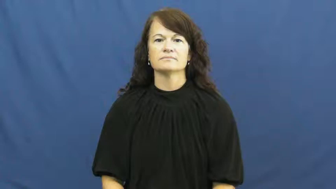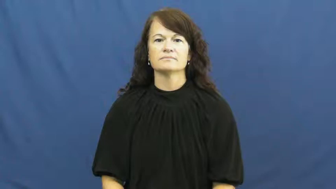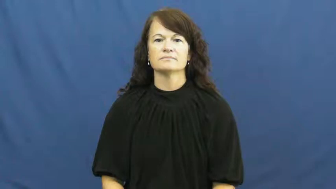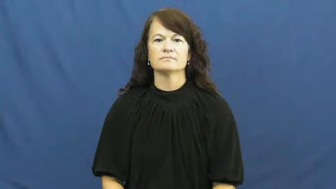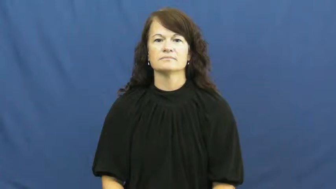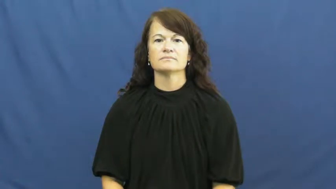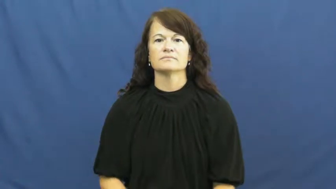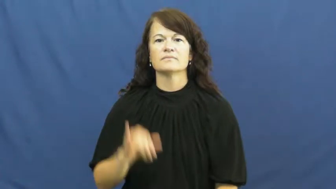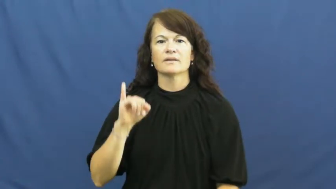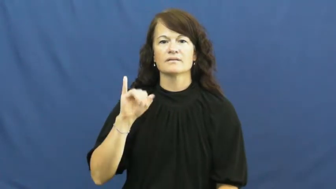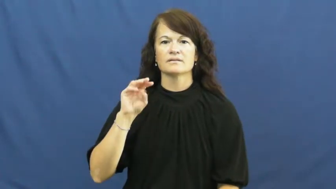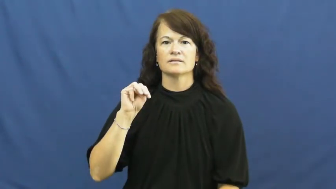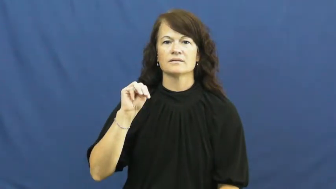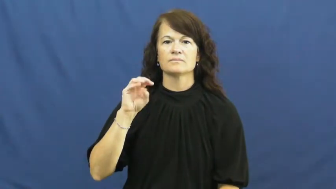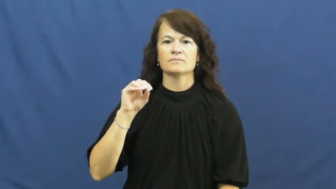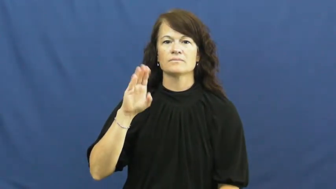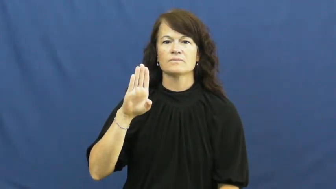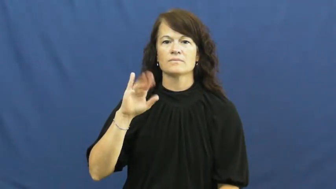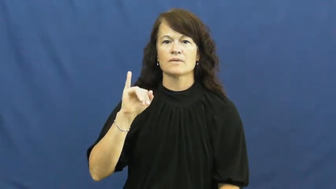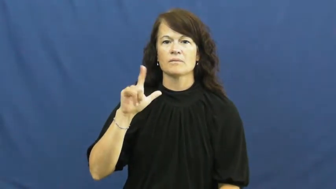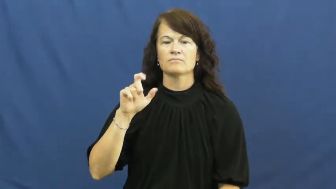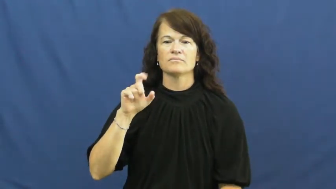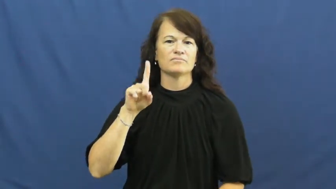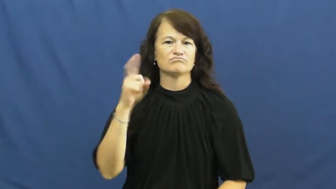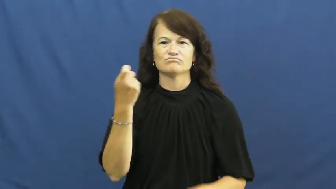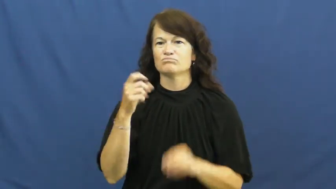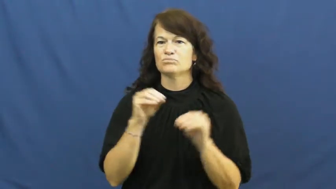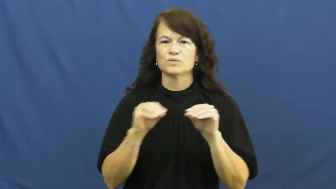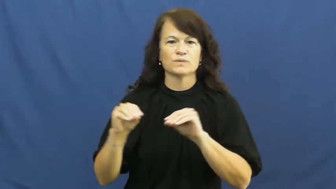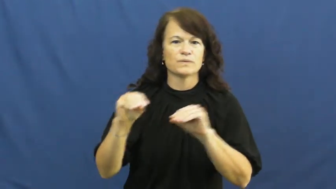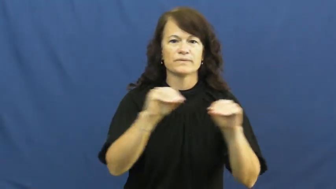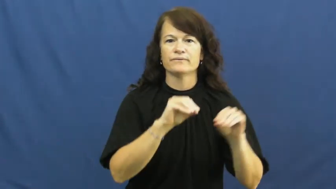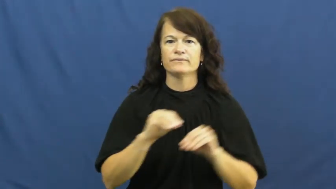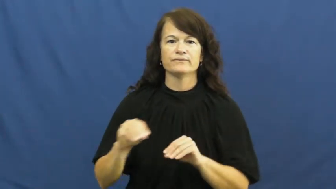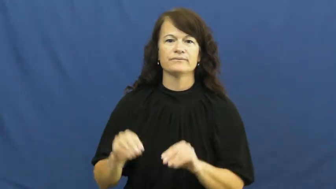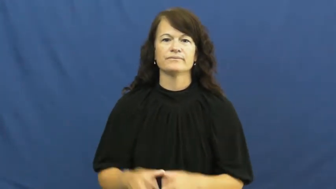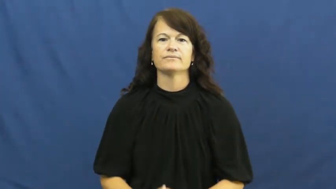immobile